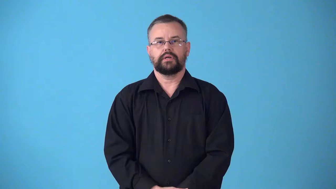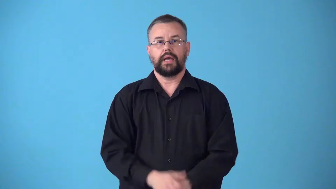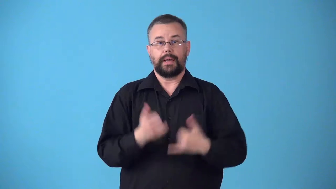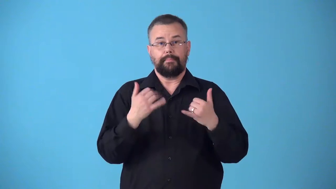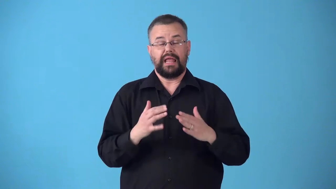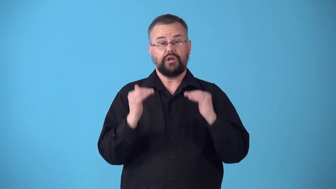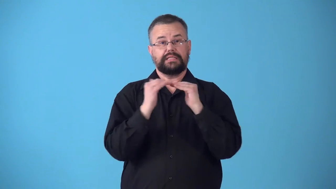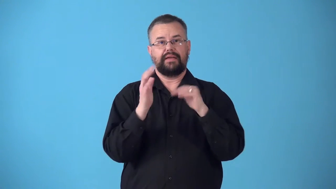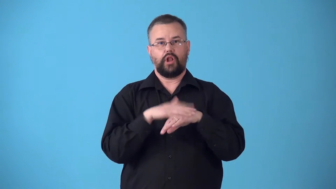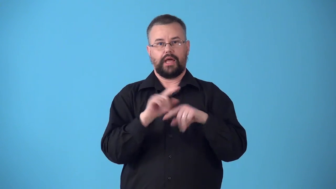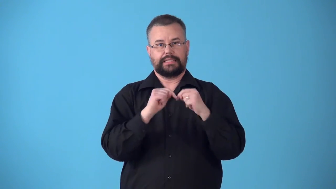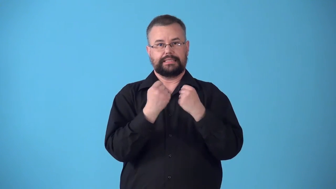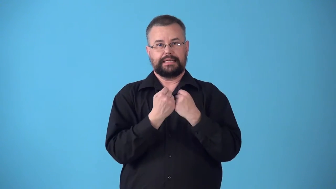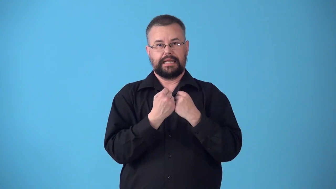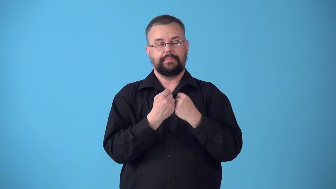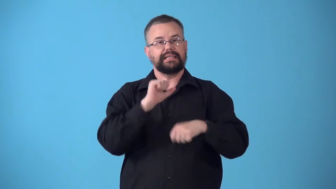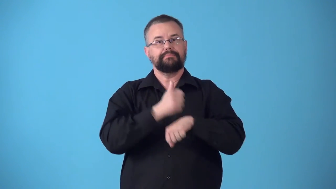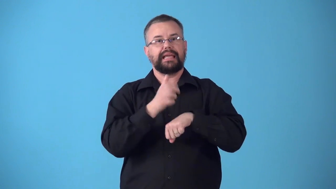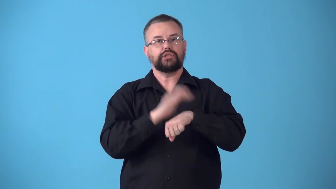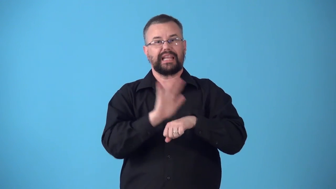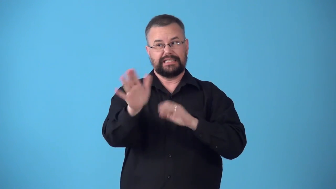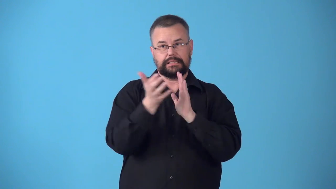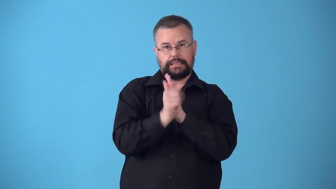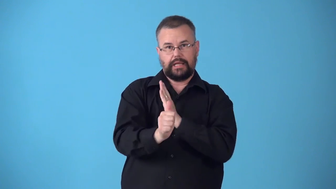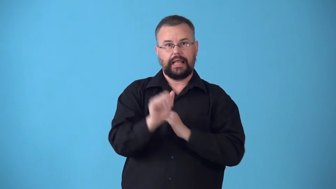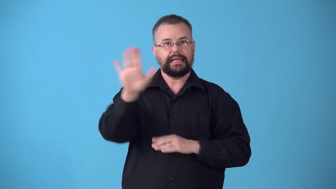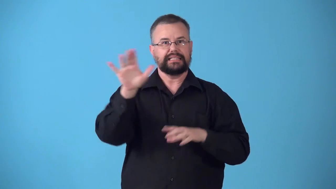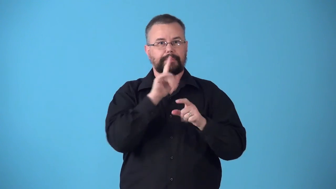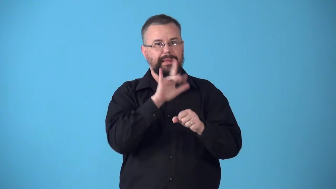string-what level on team